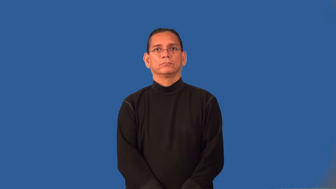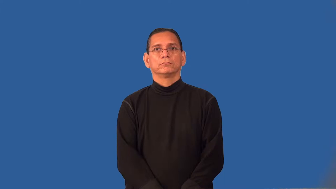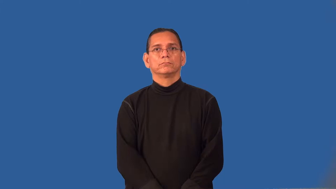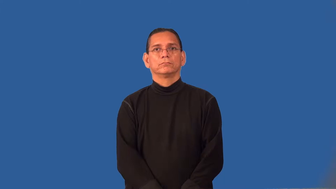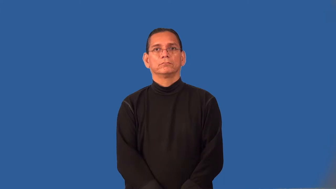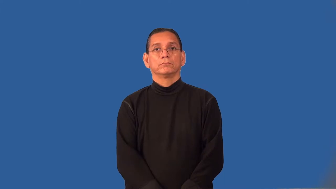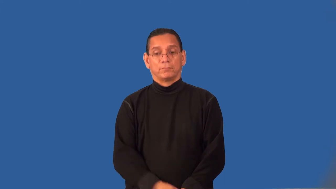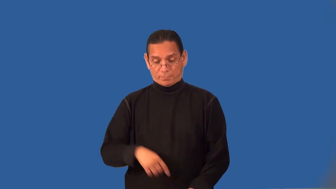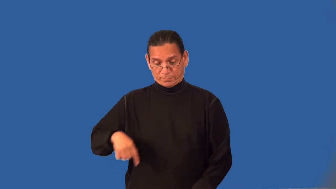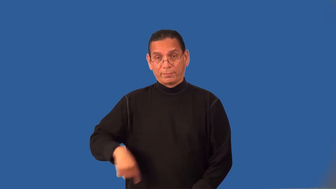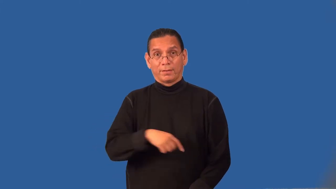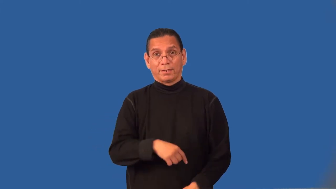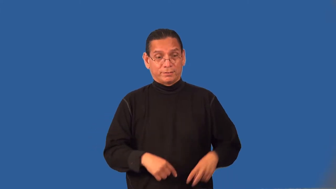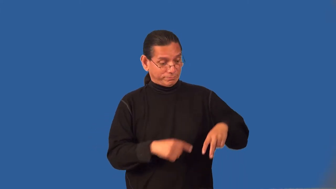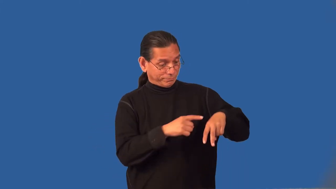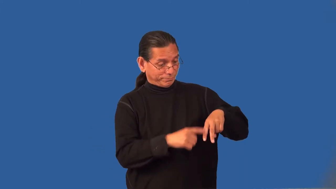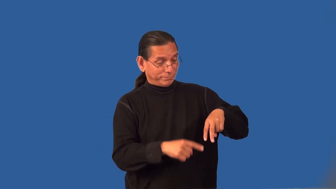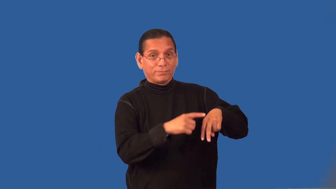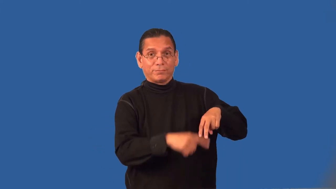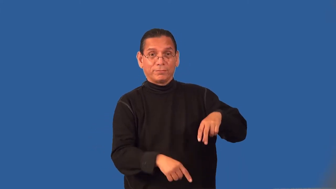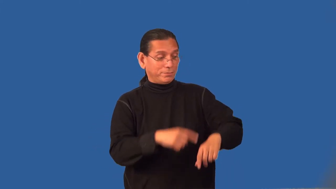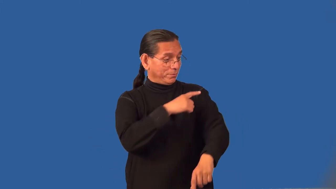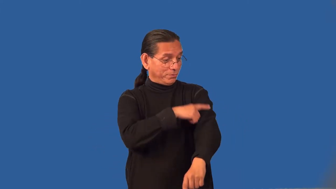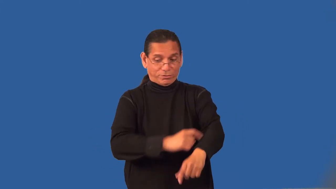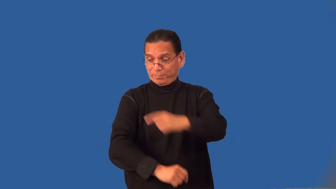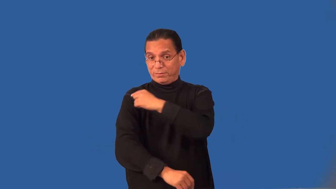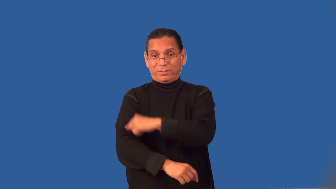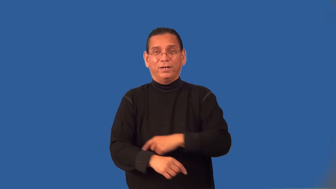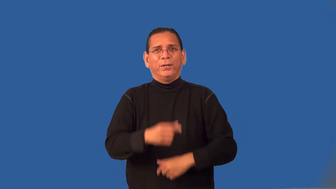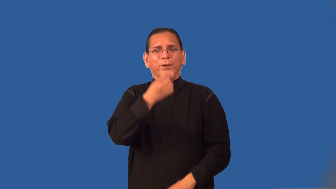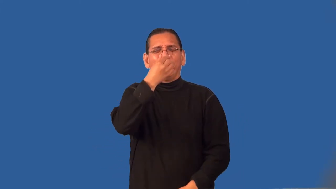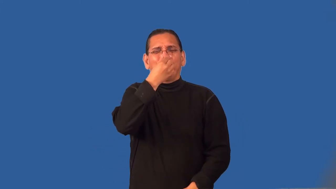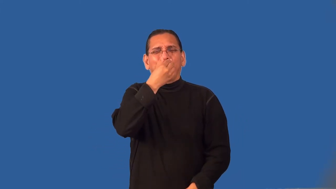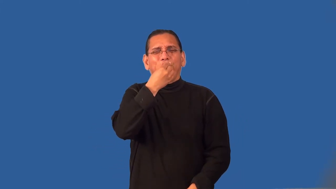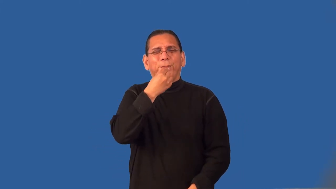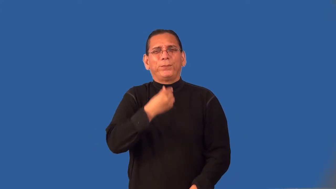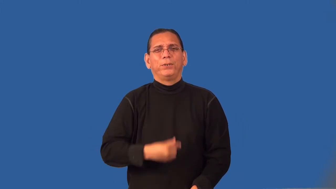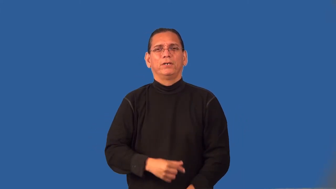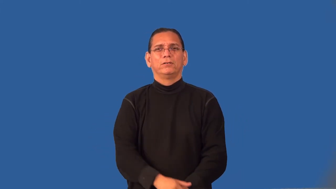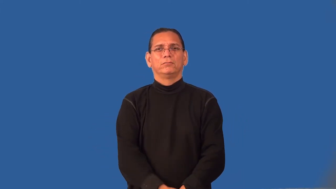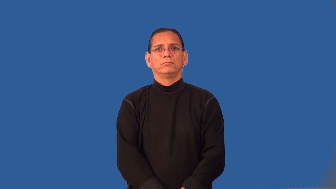rangy